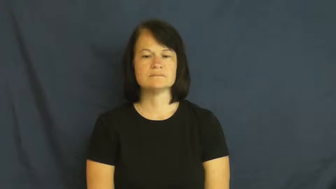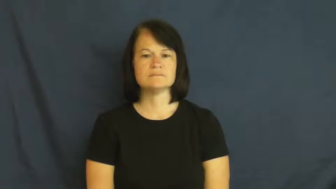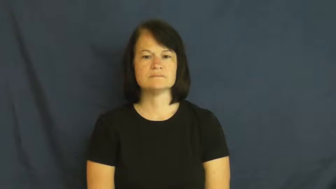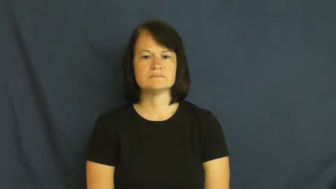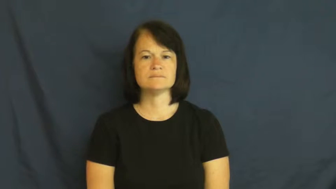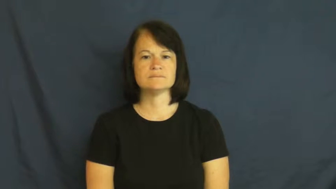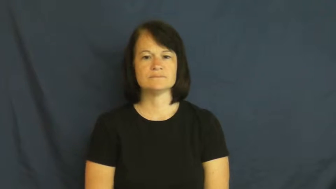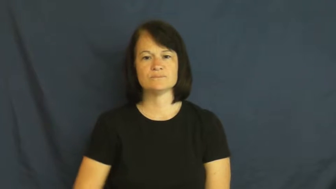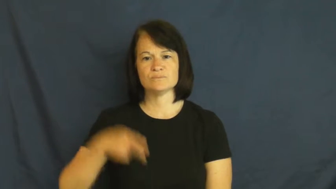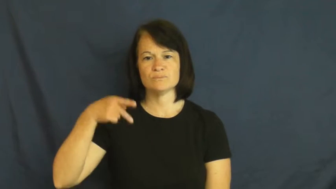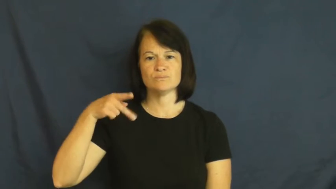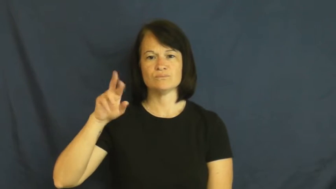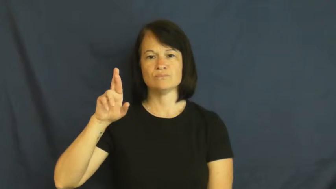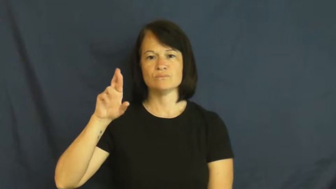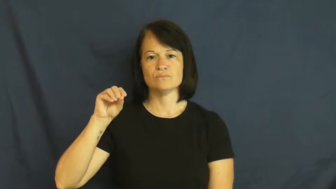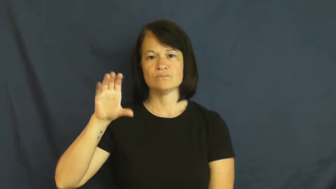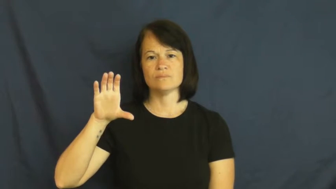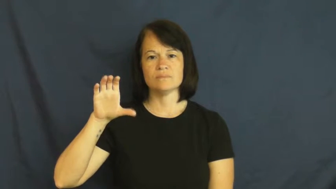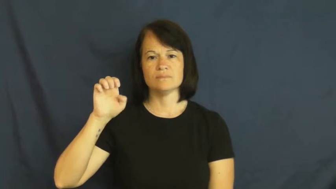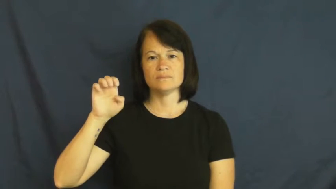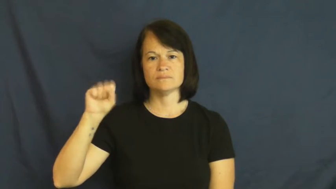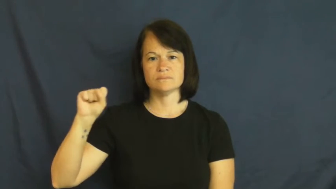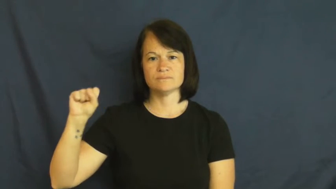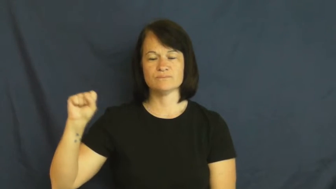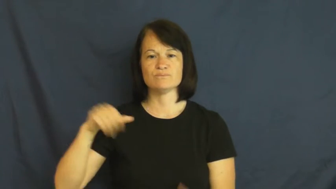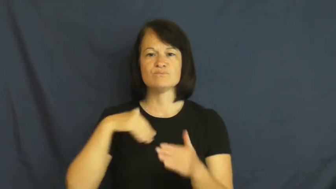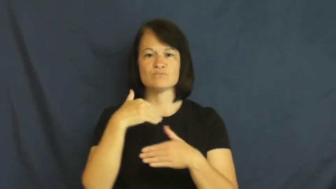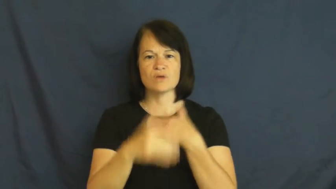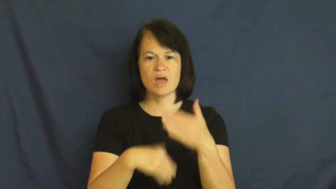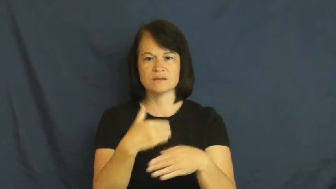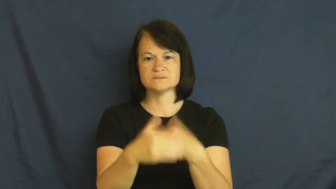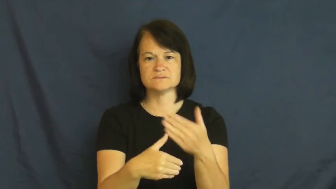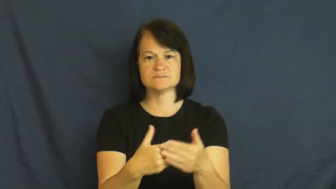process